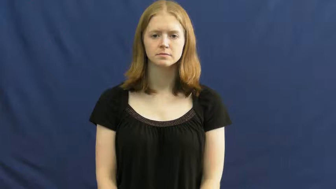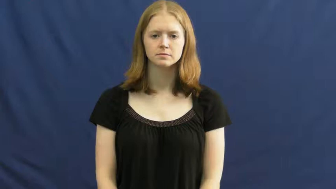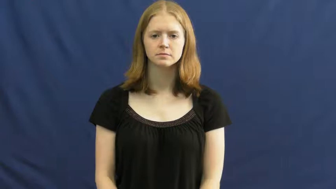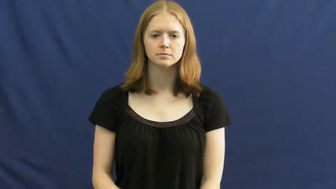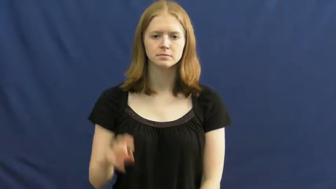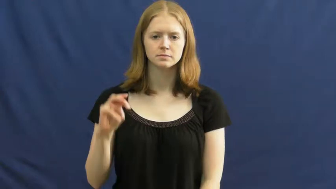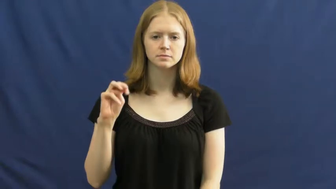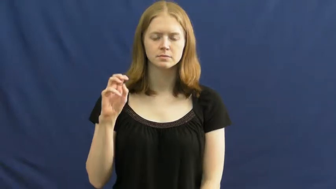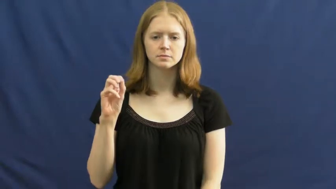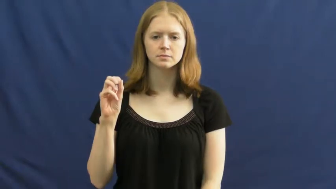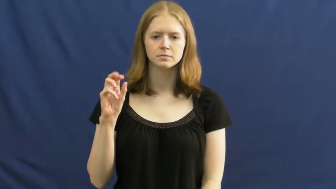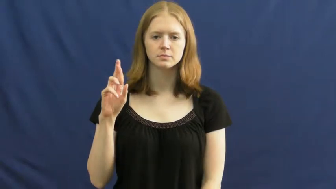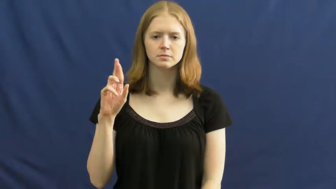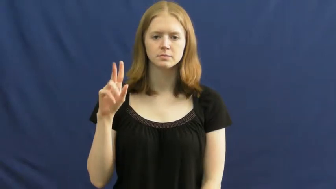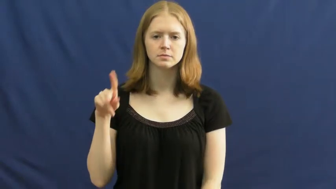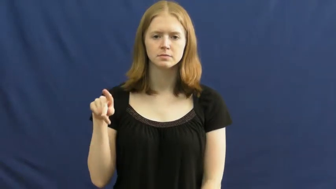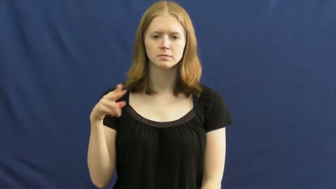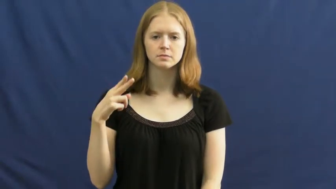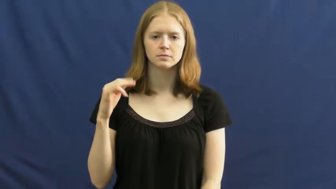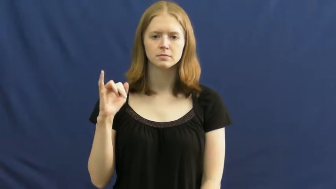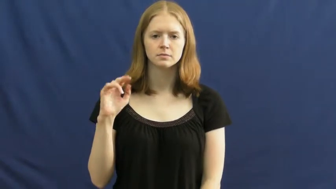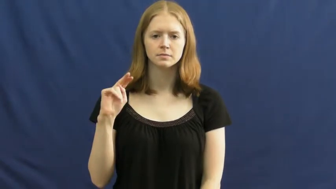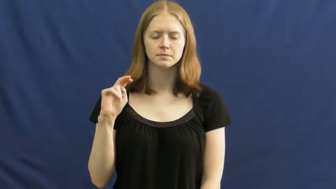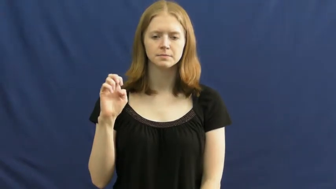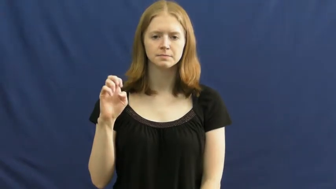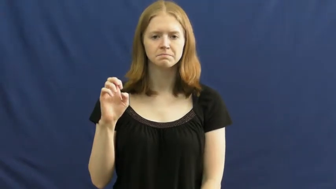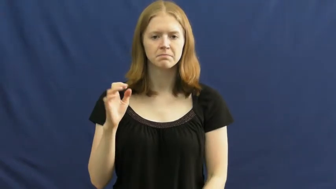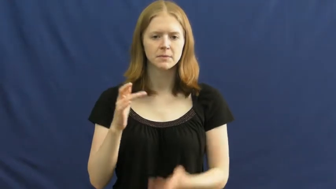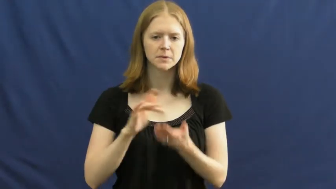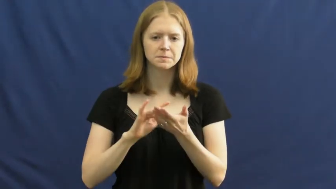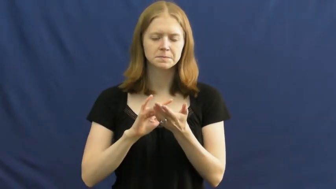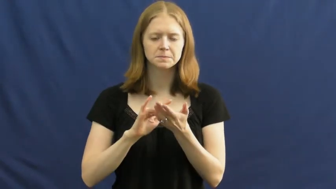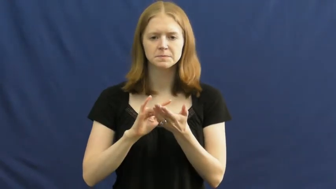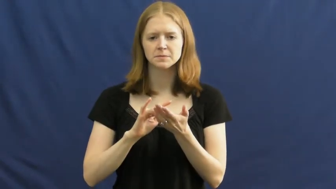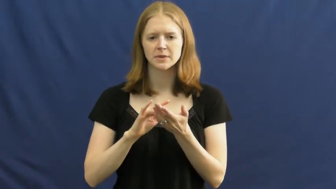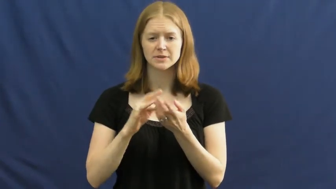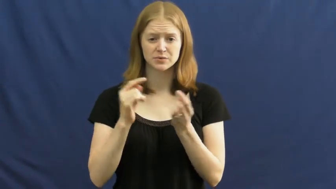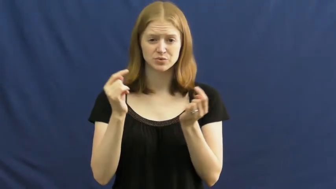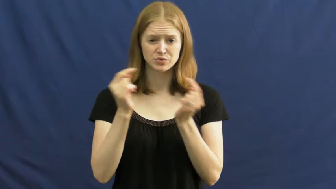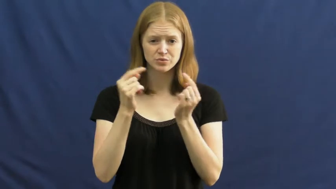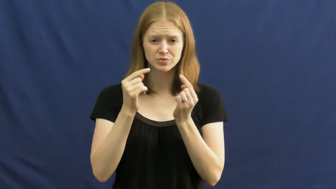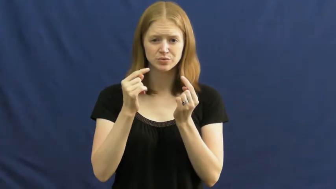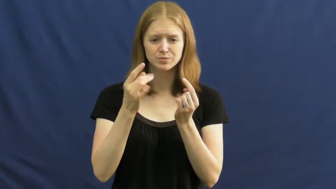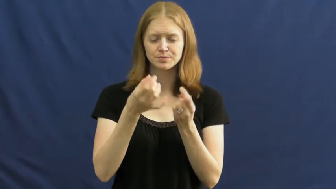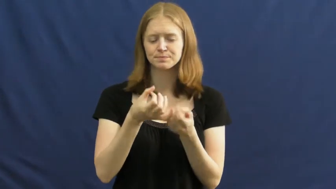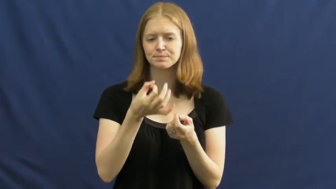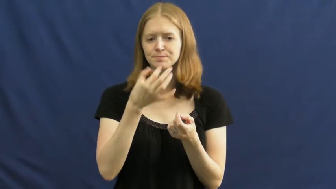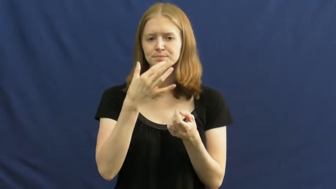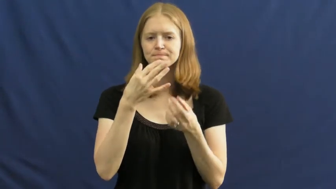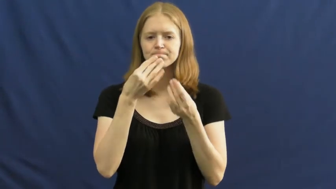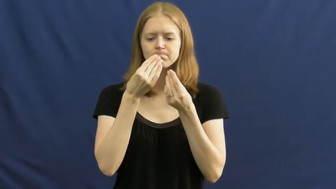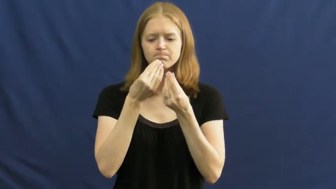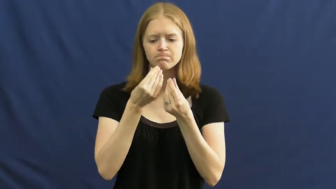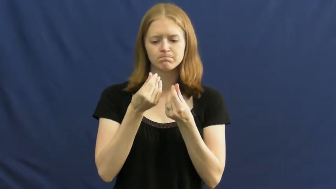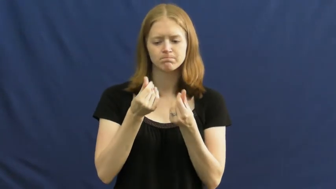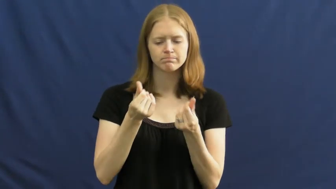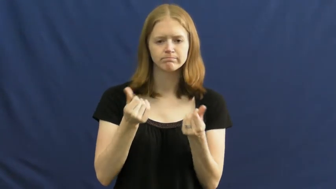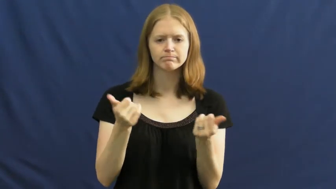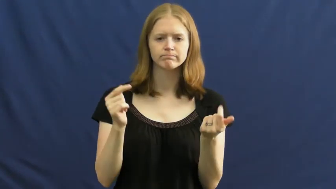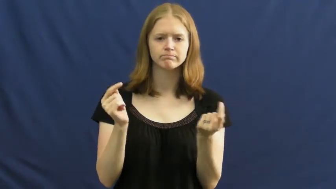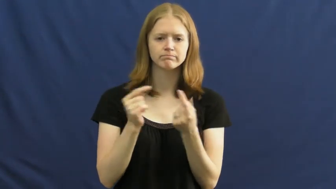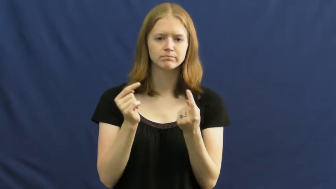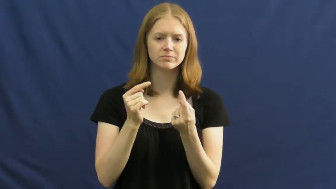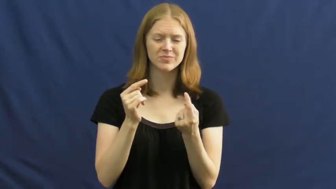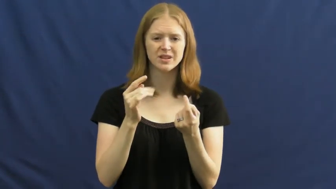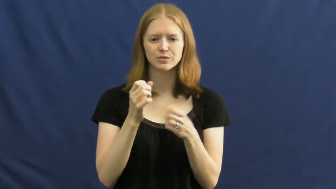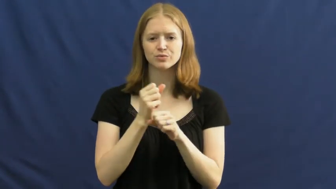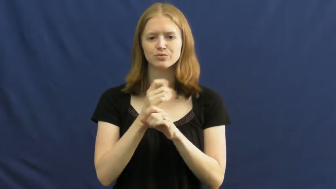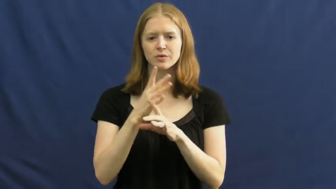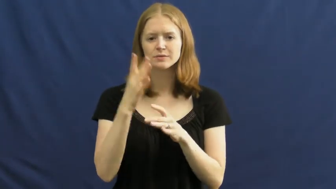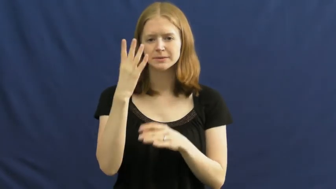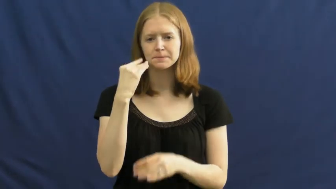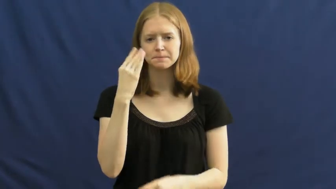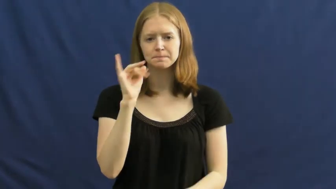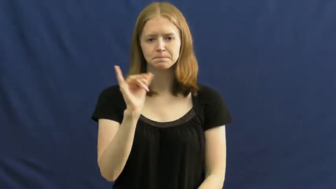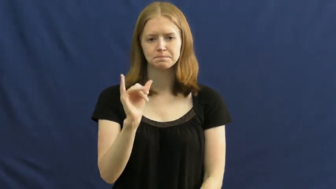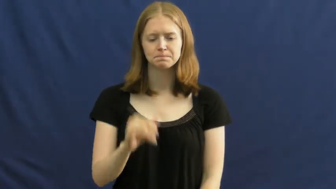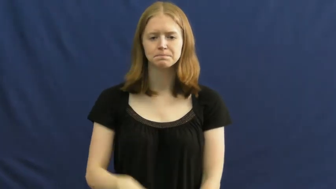morphine